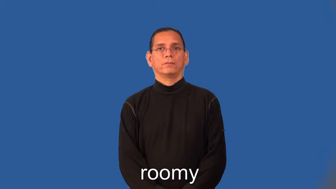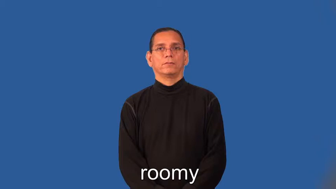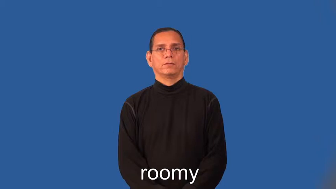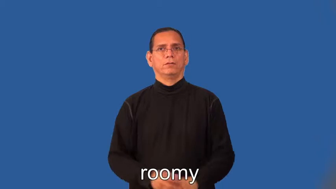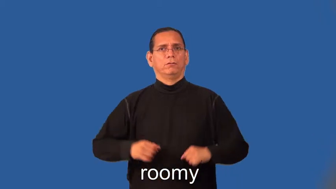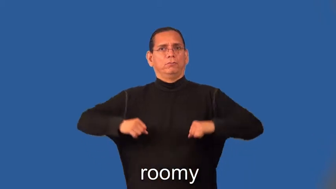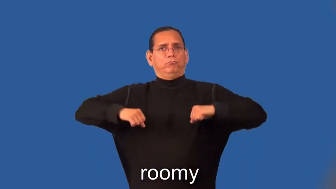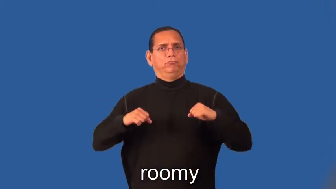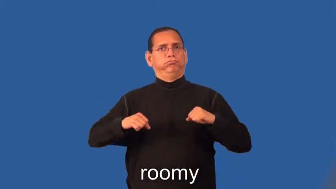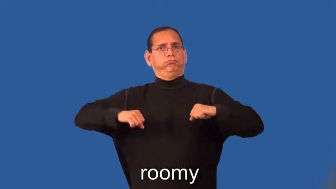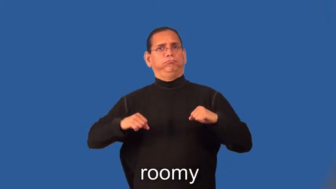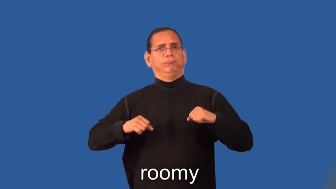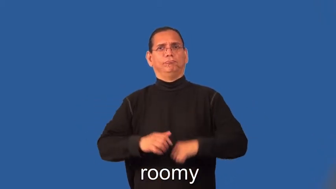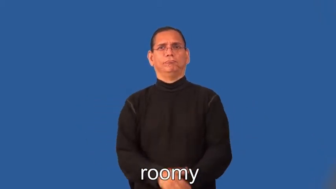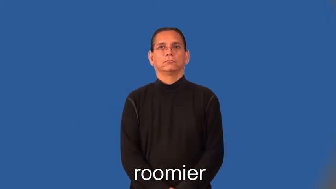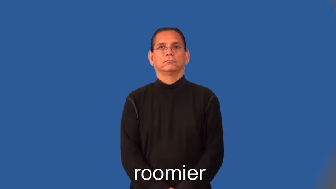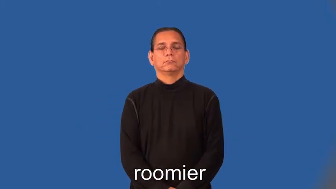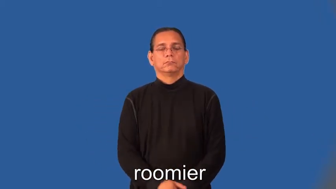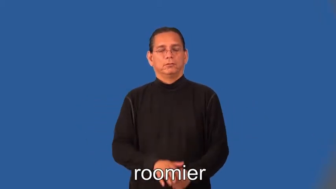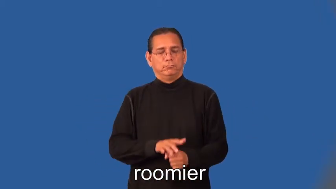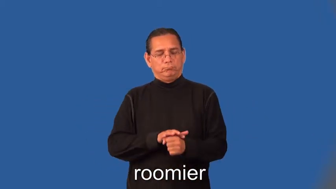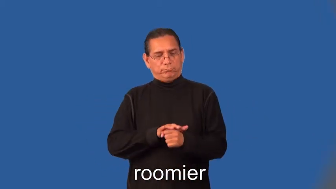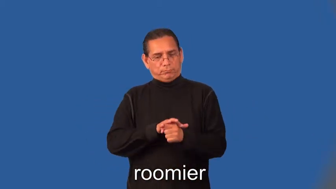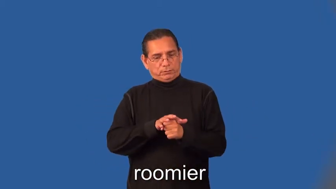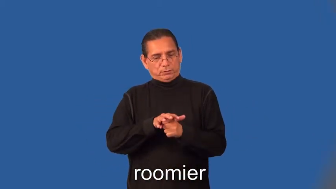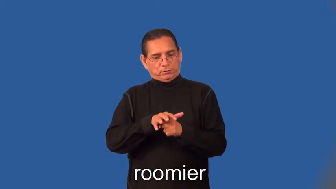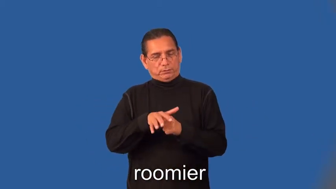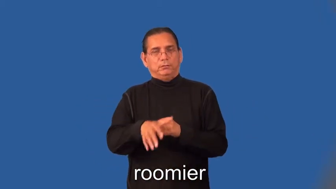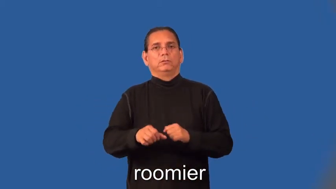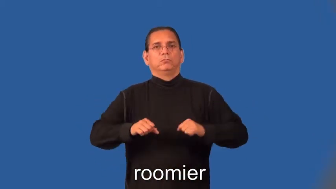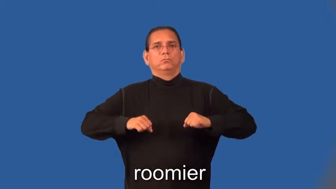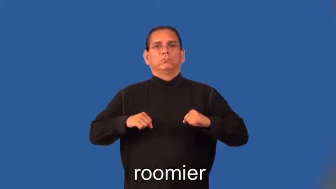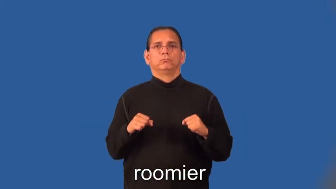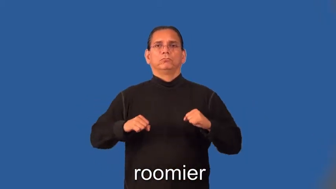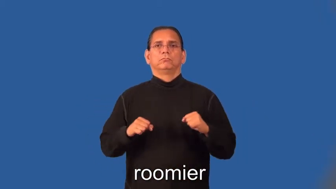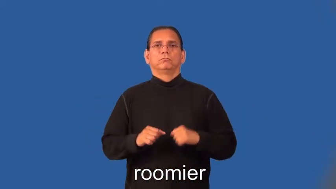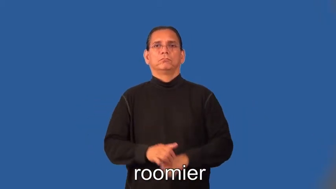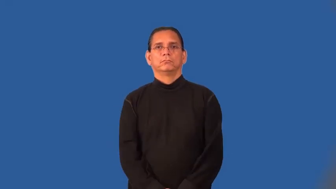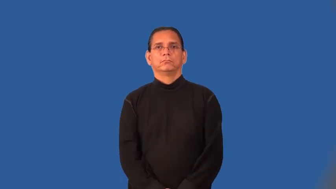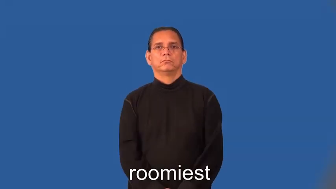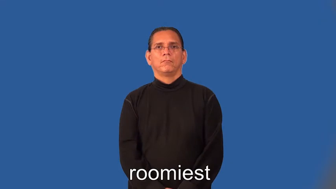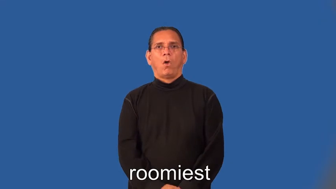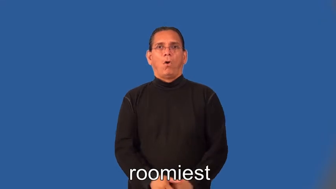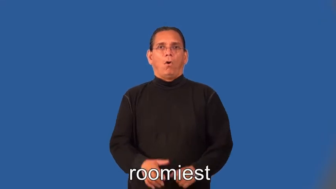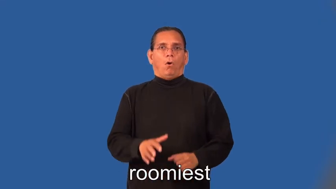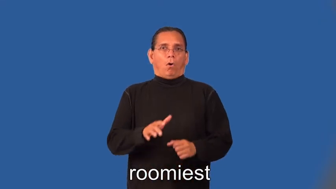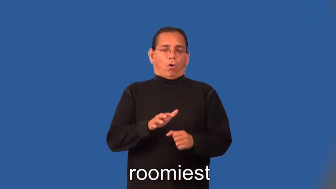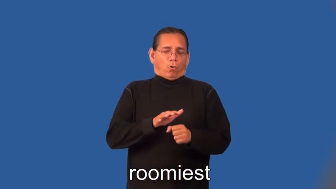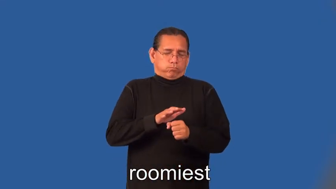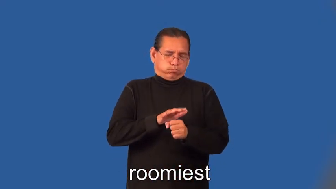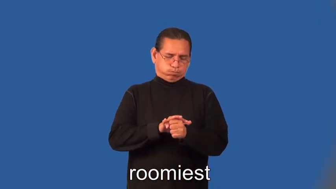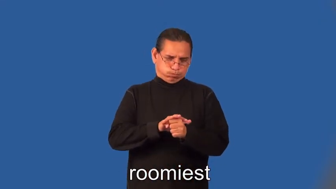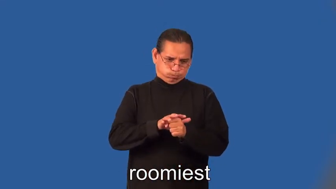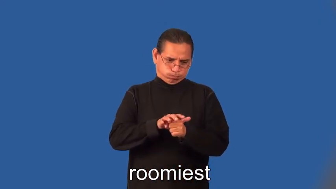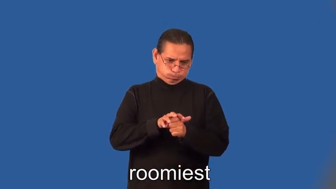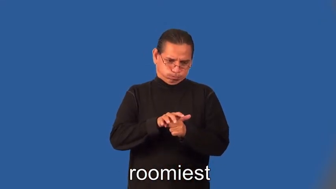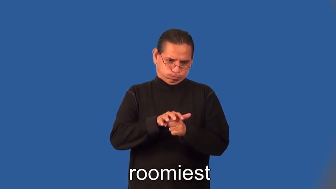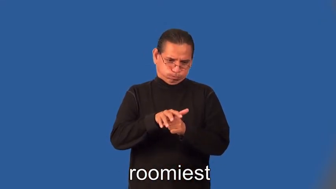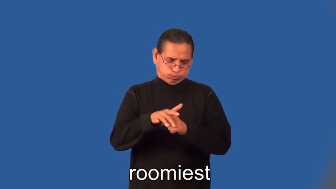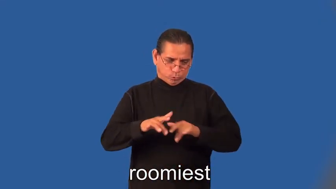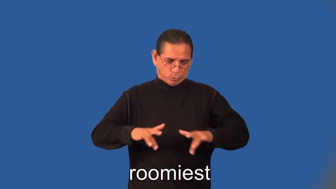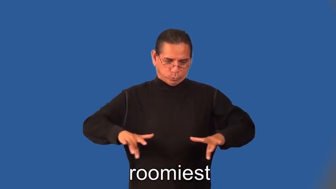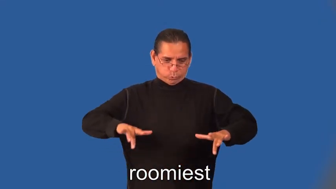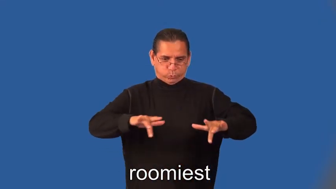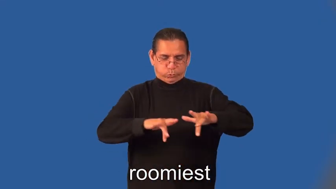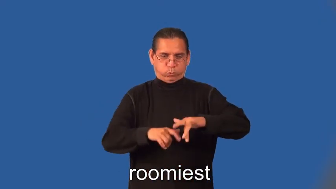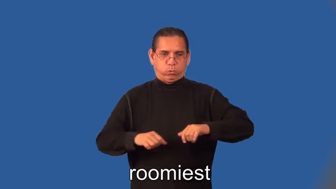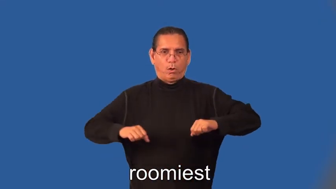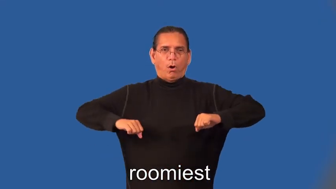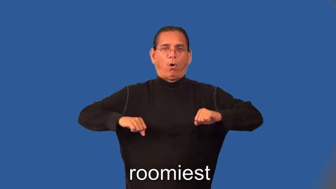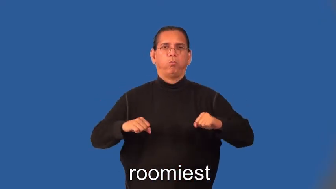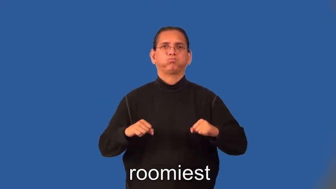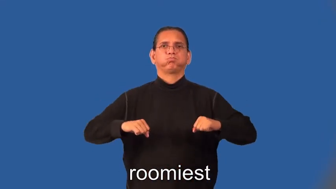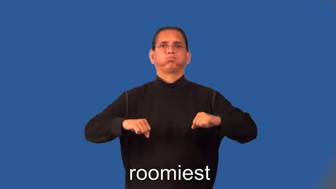roomier,roomiest